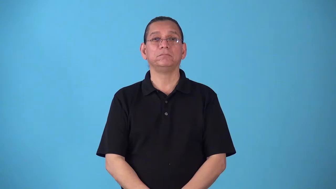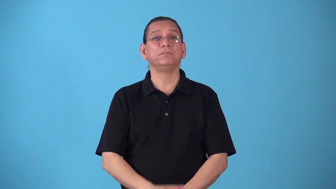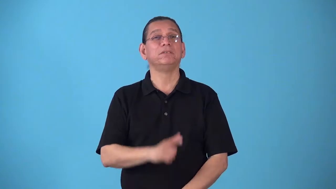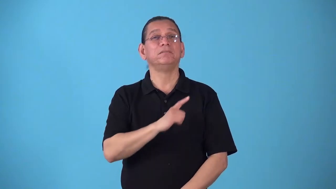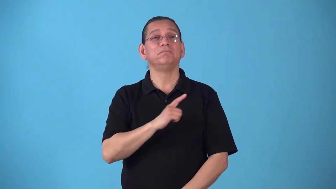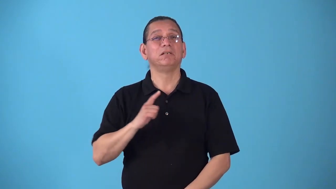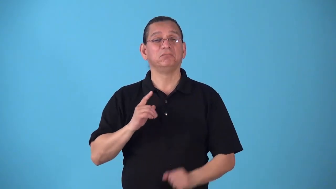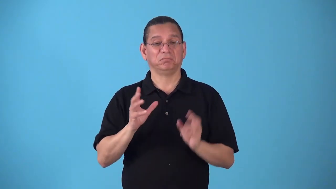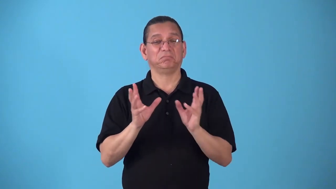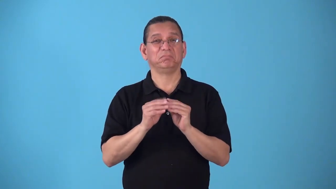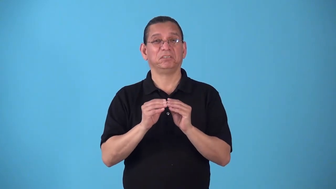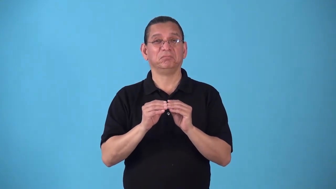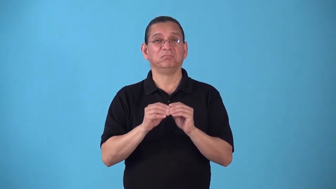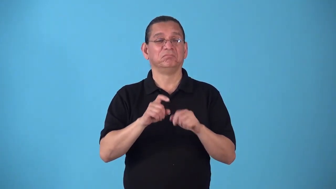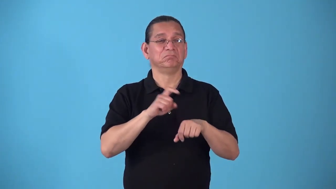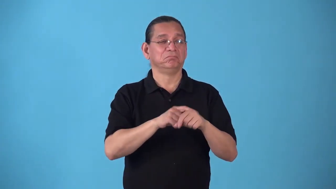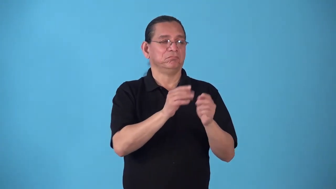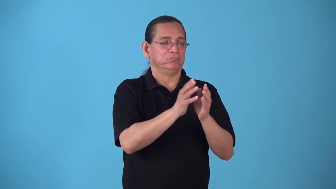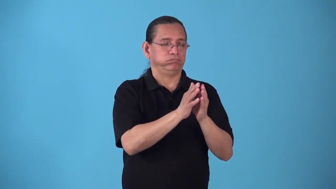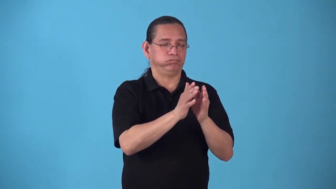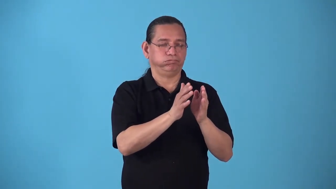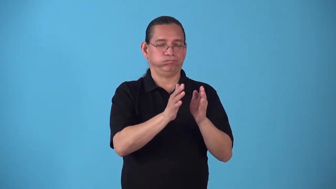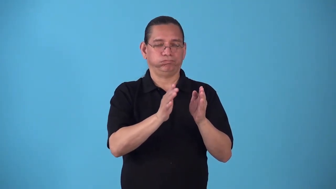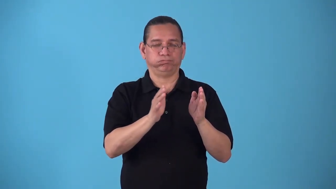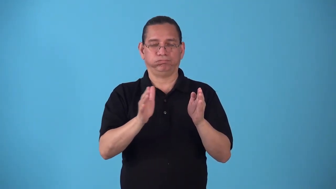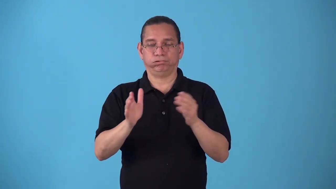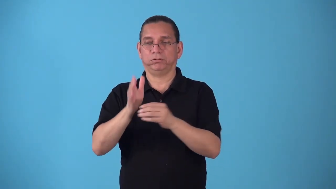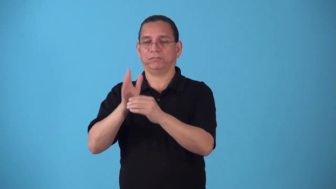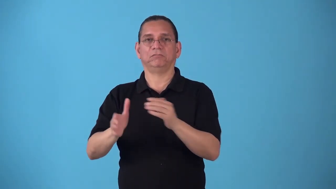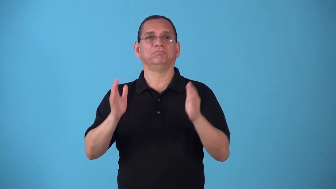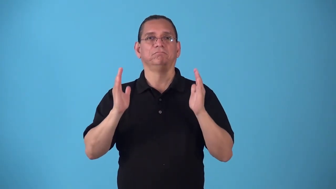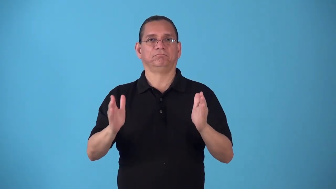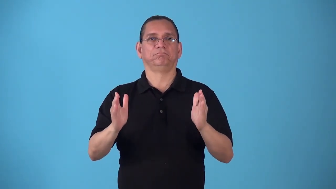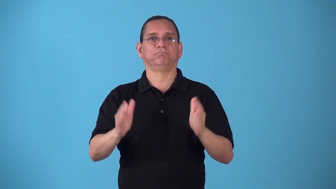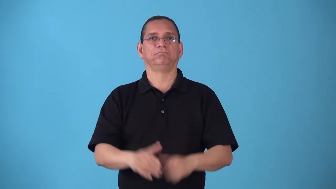sitting-period of time for legislature meets